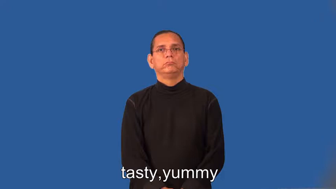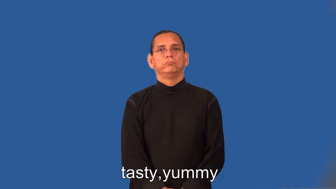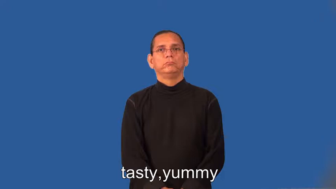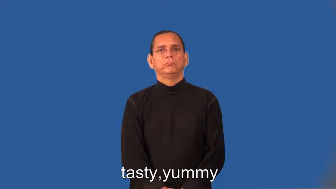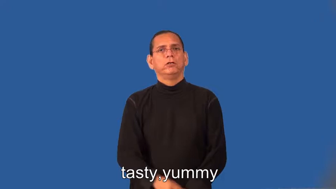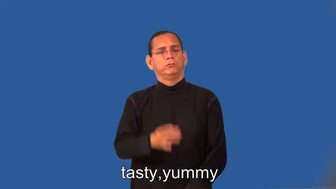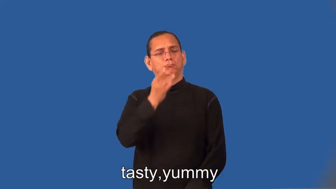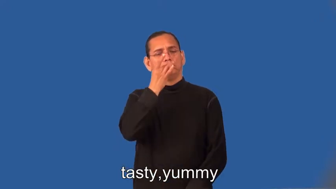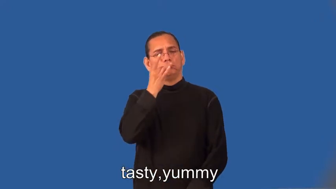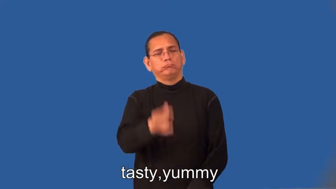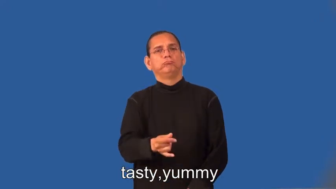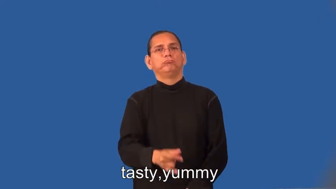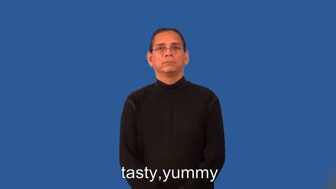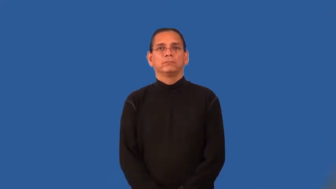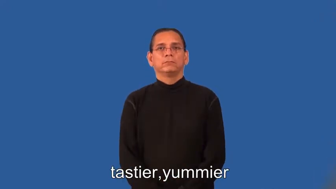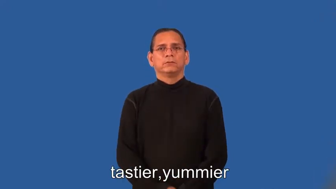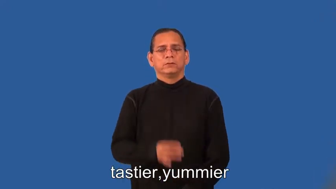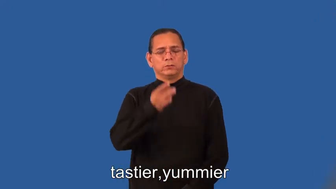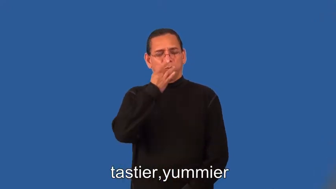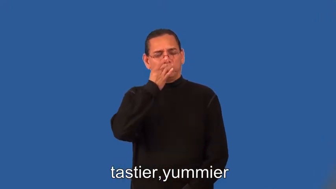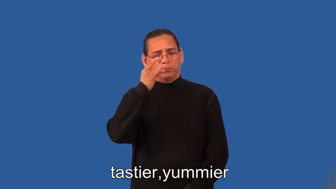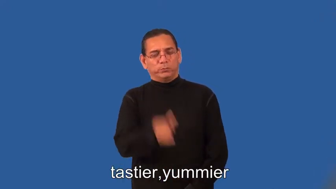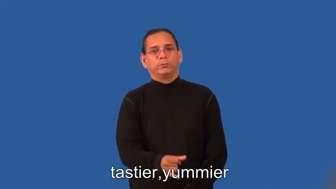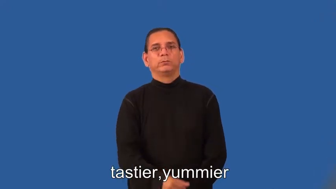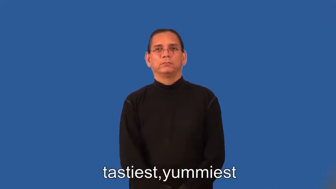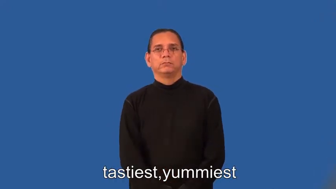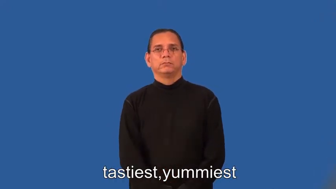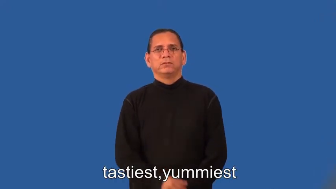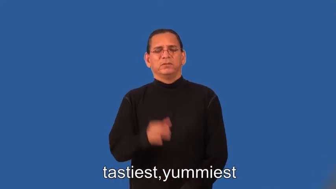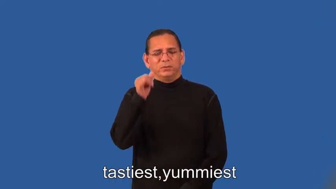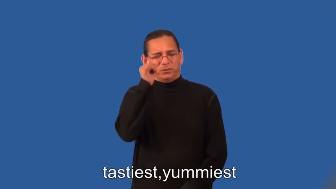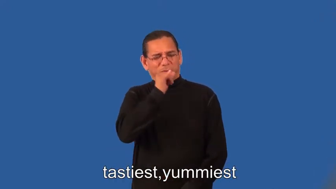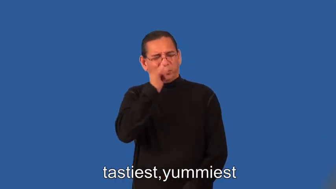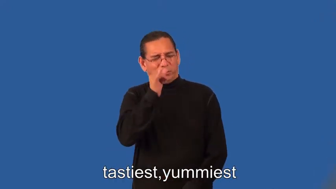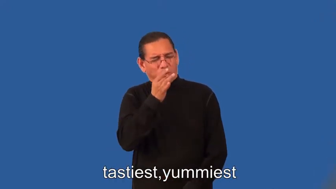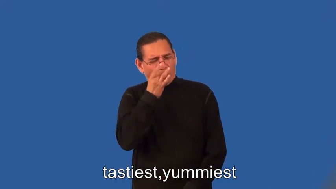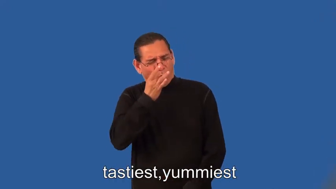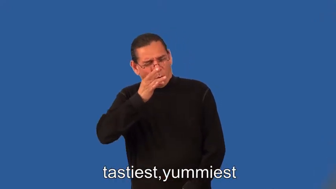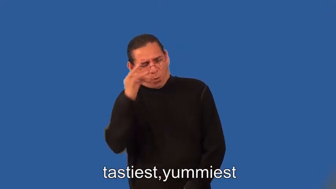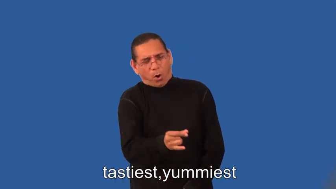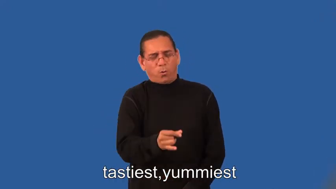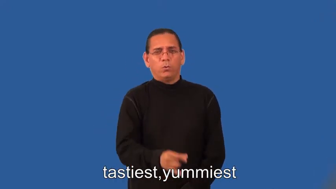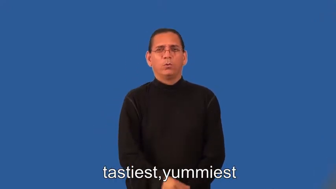tastier,yummier,tastiest,yummiest